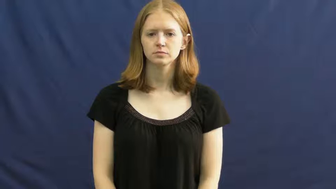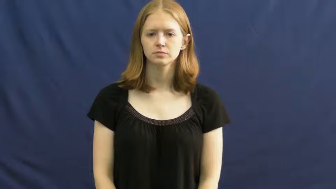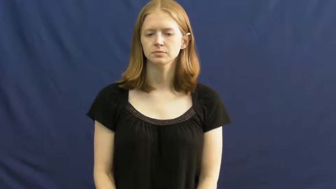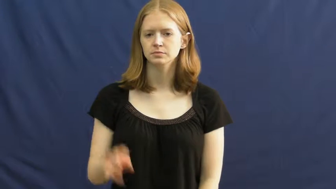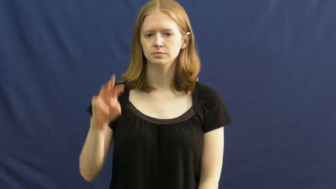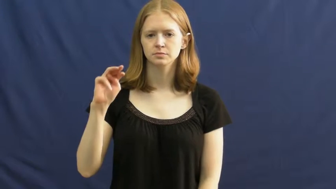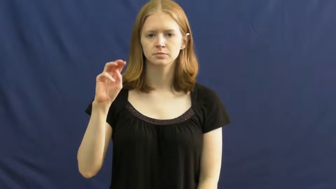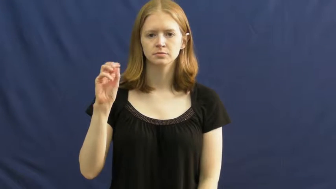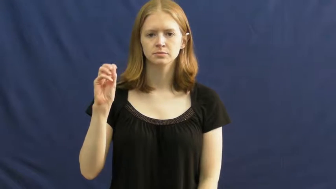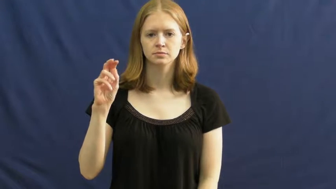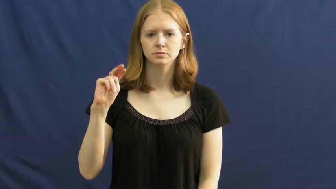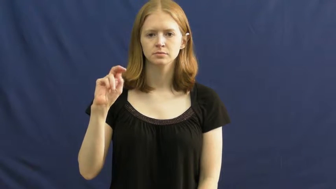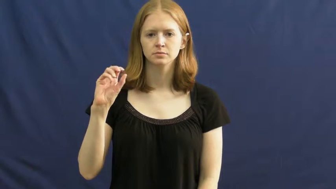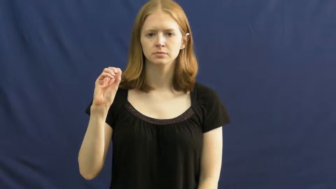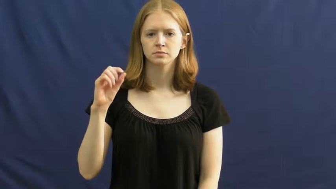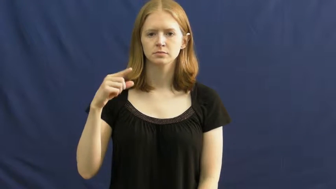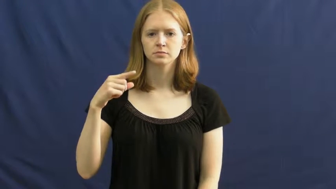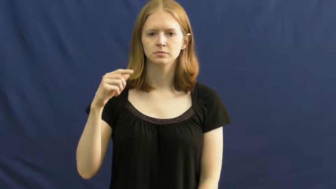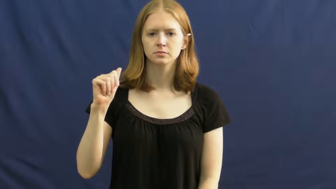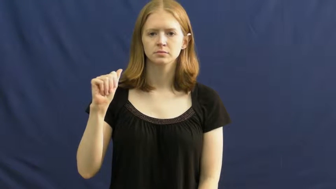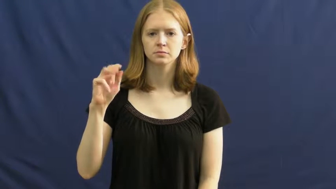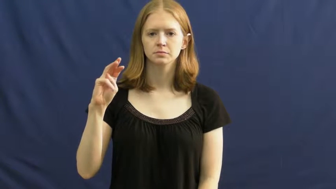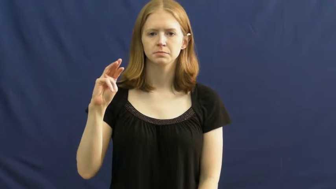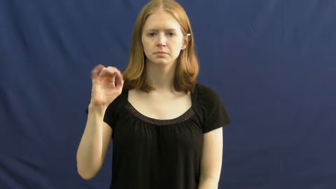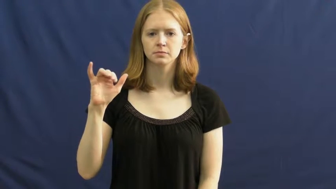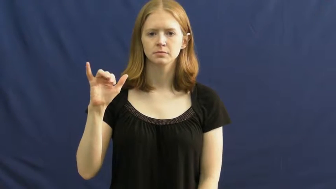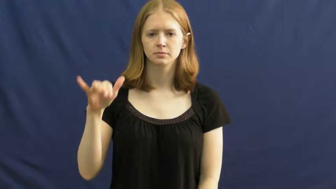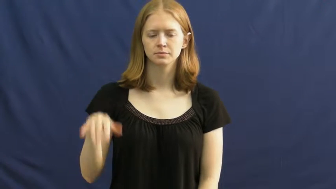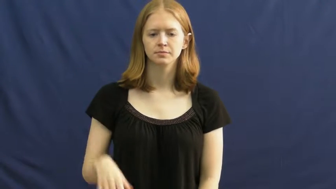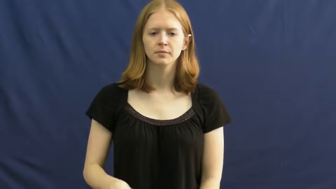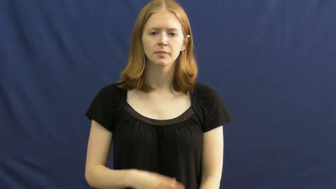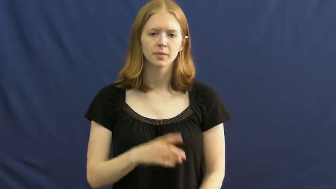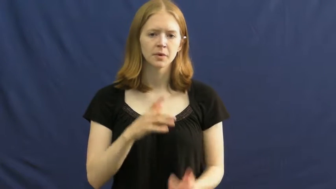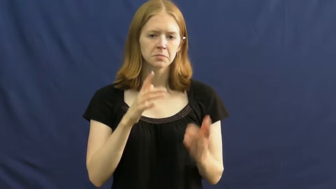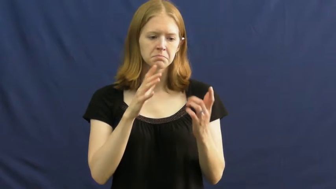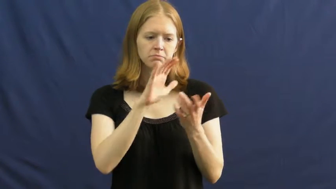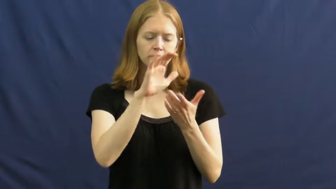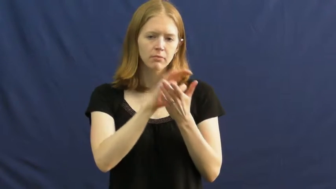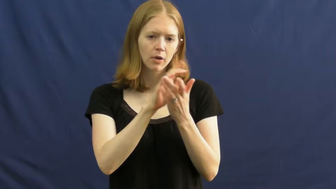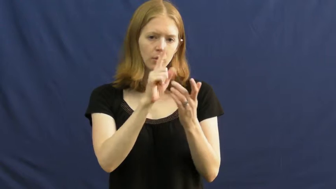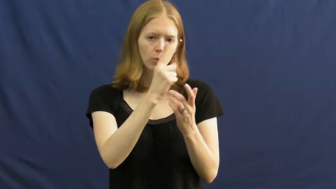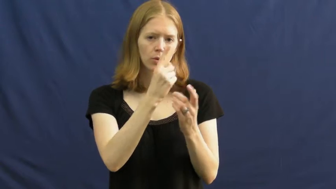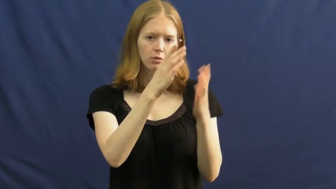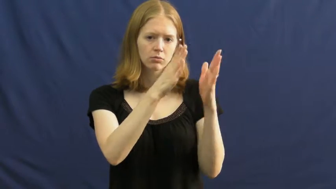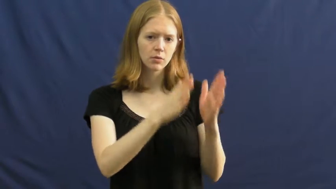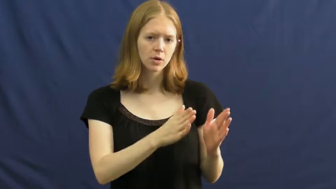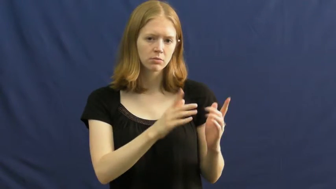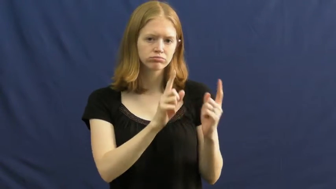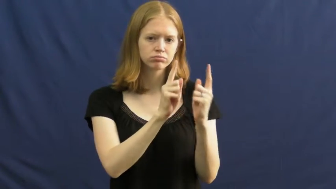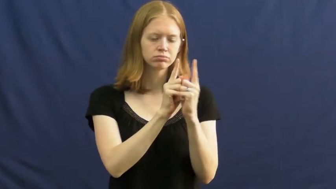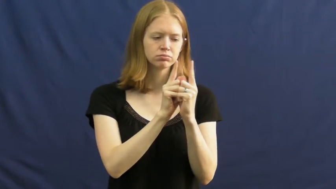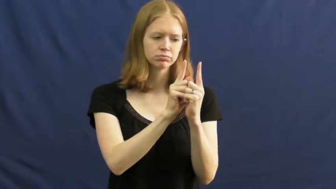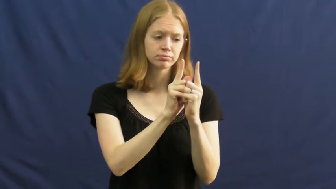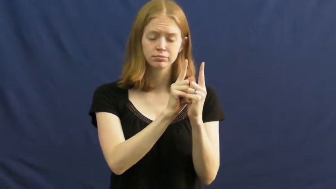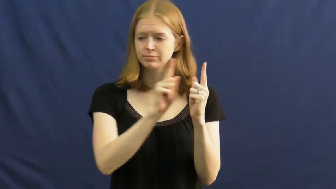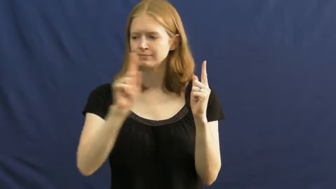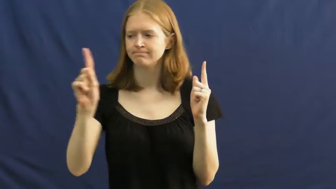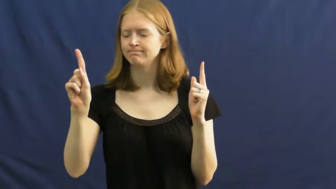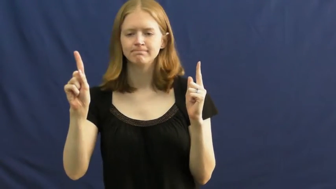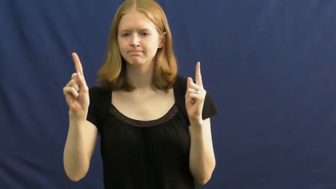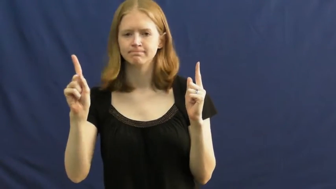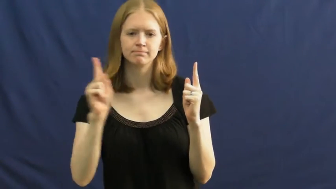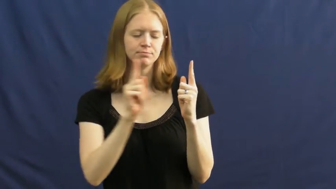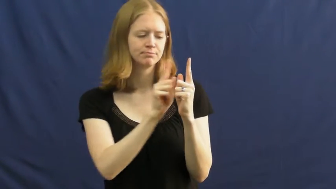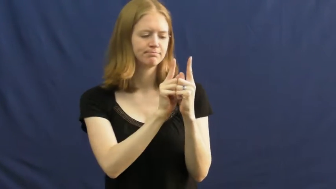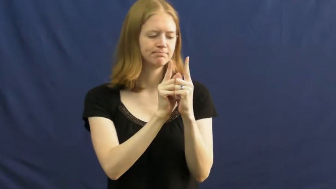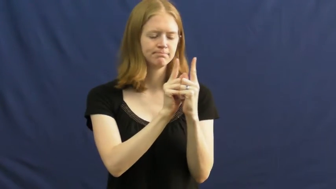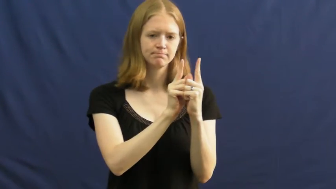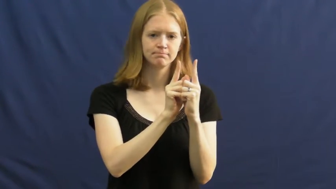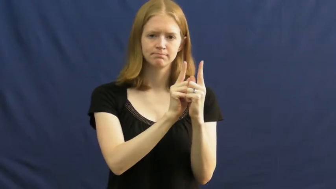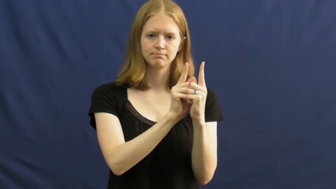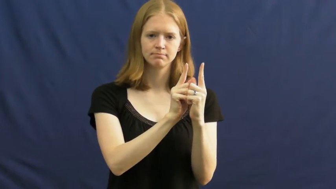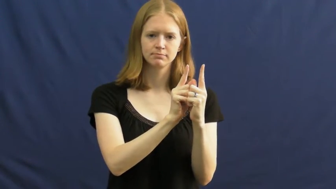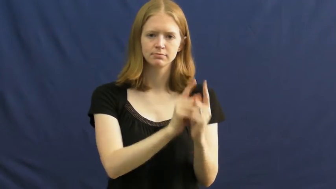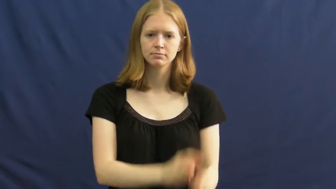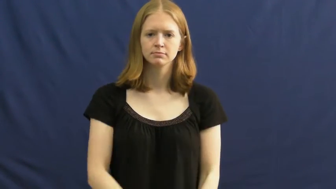monogamy